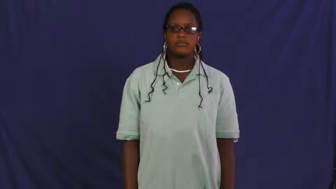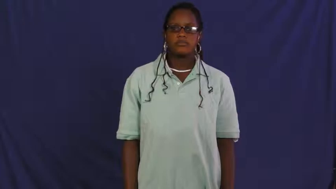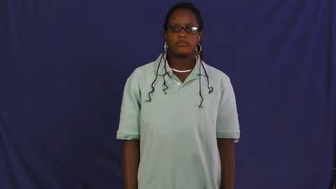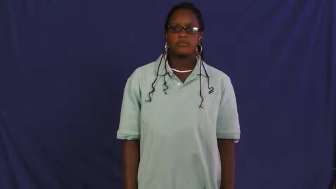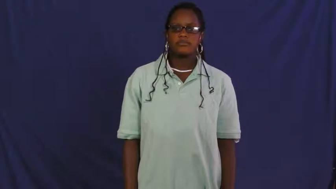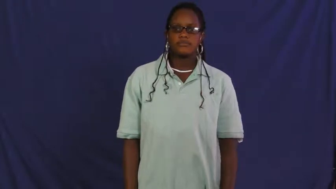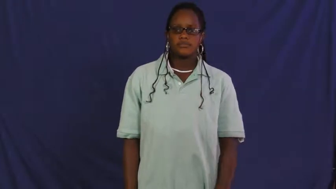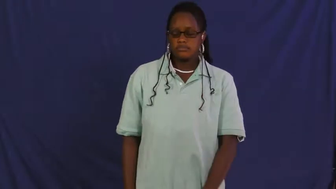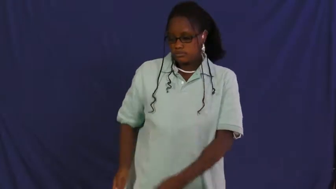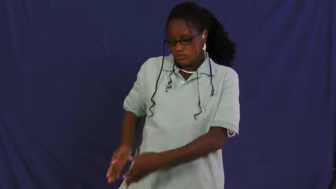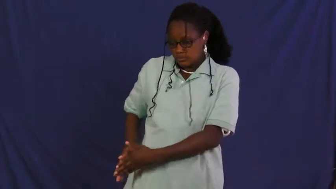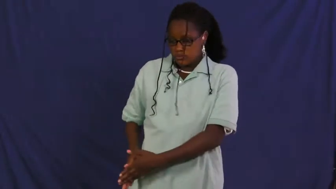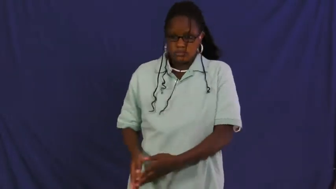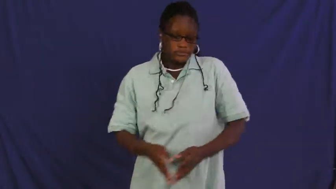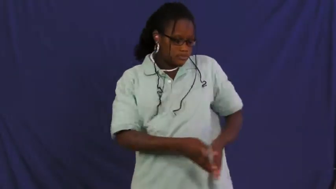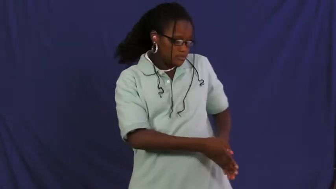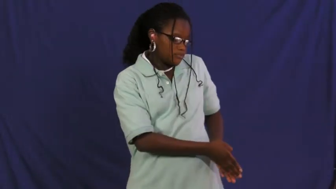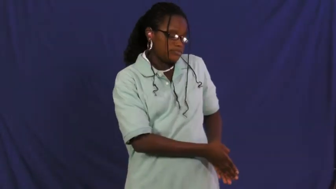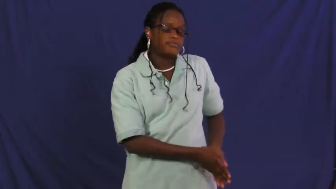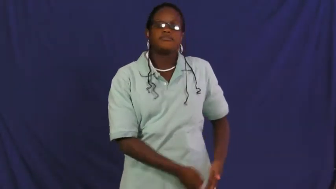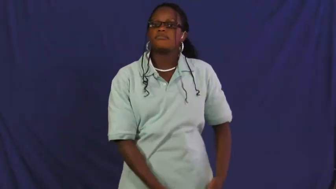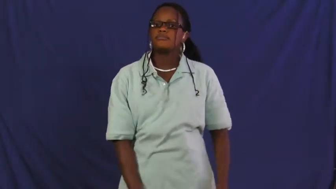pleat